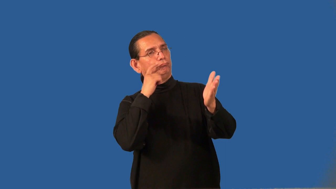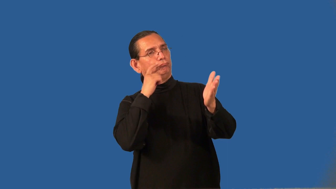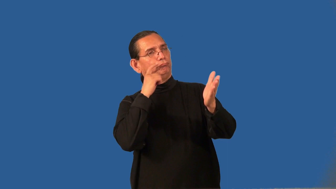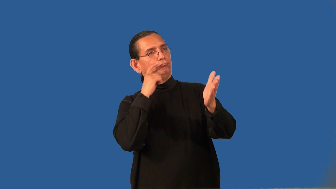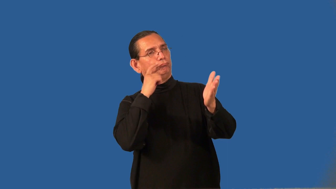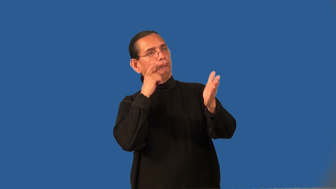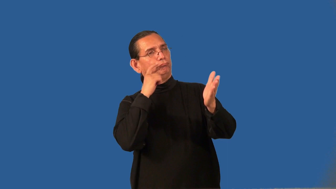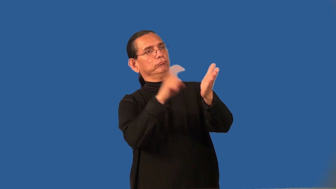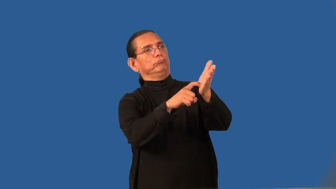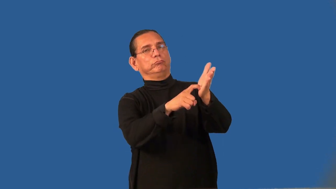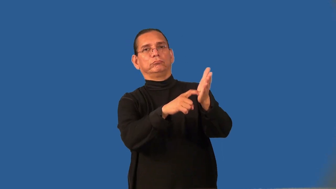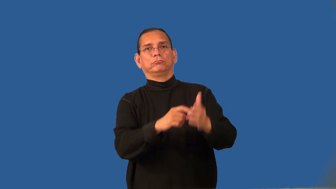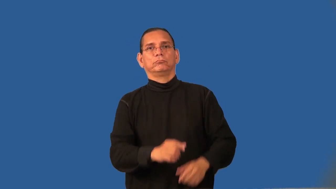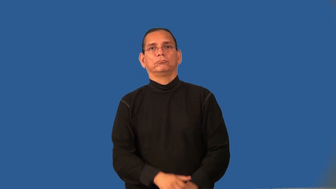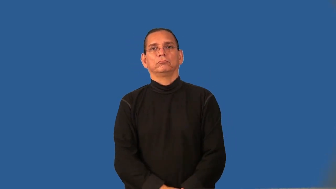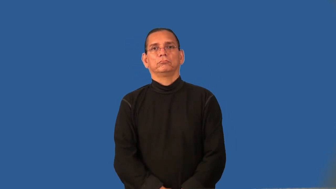"can tell"